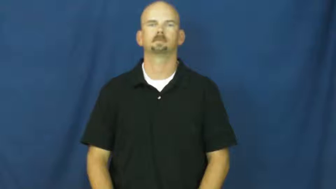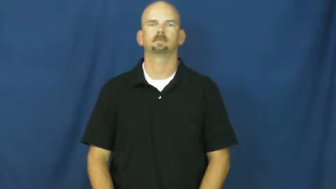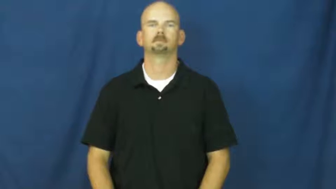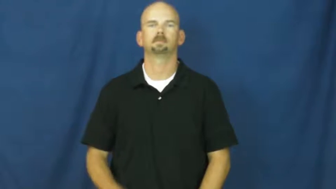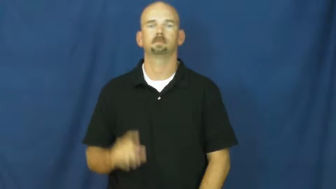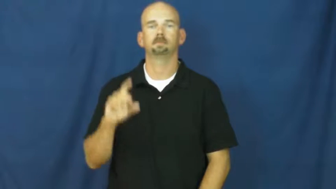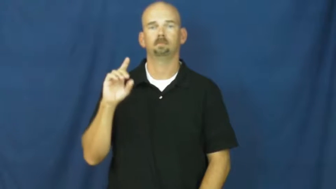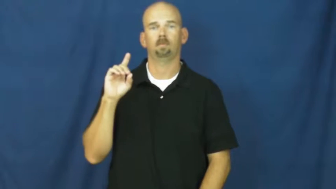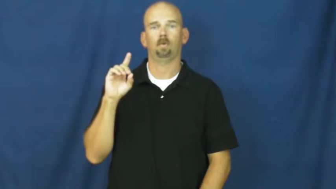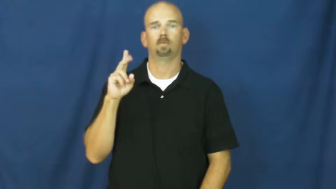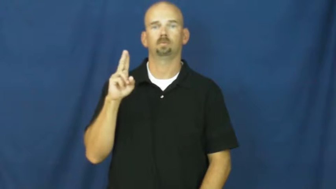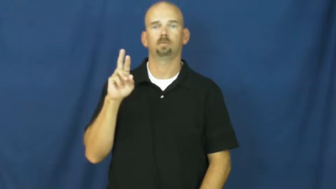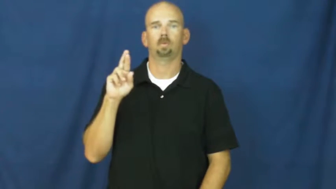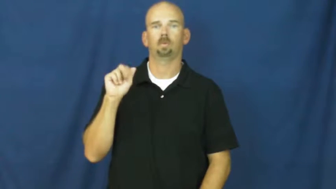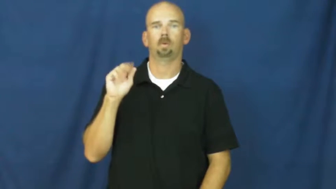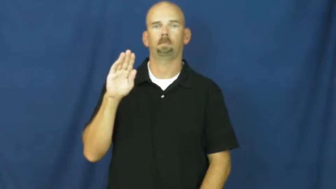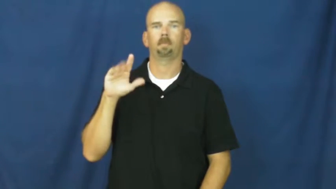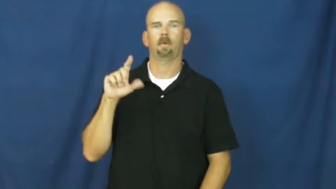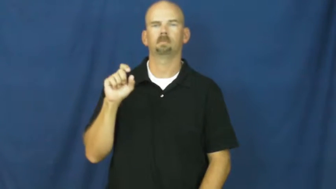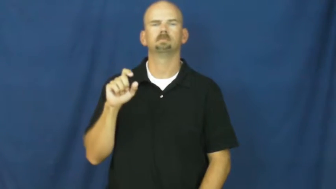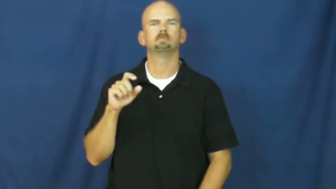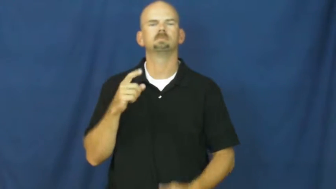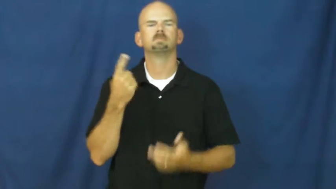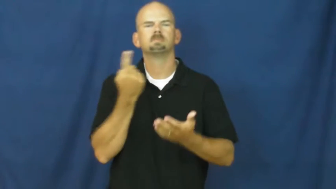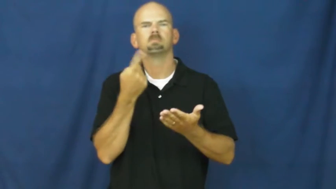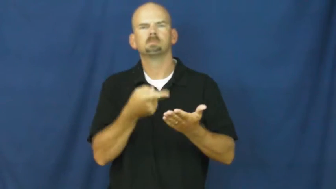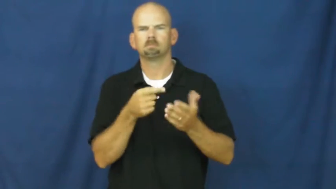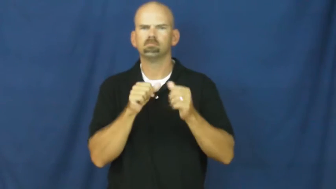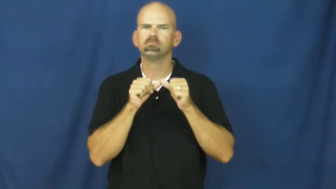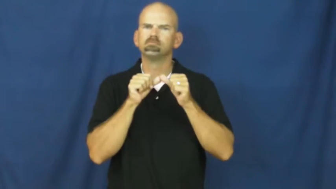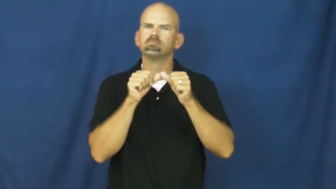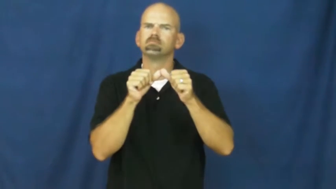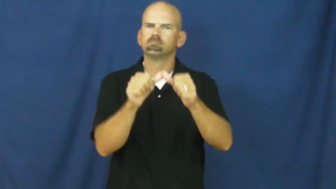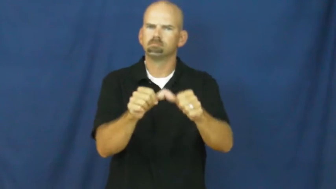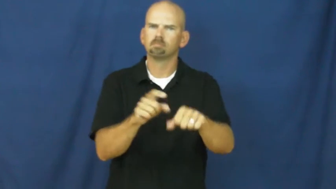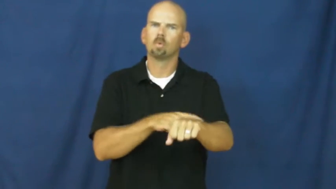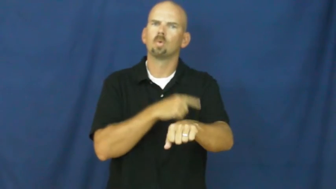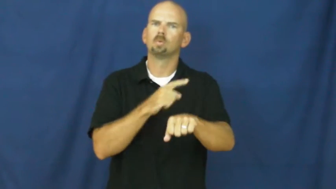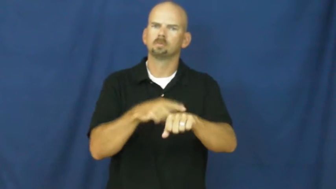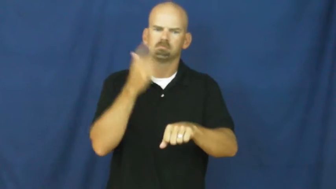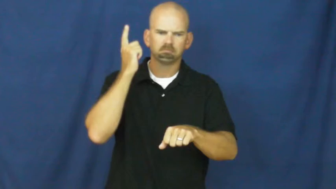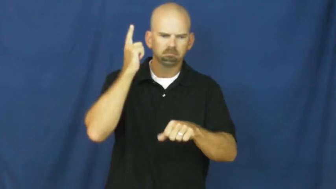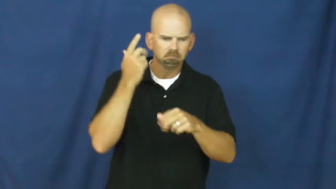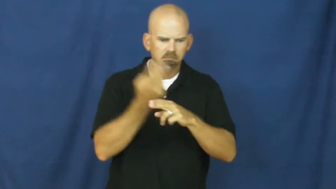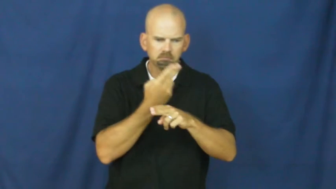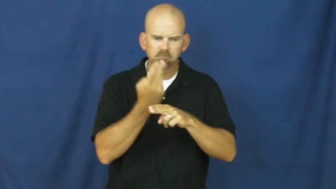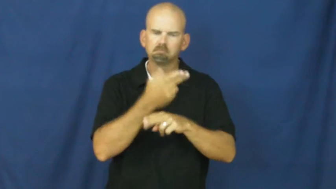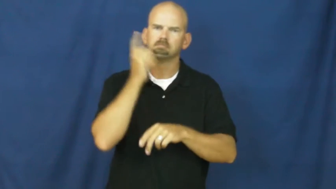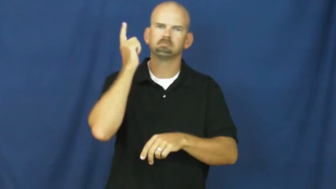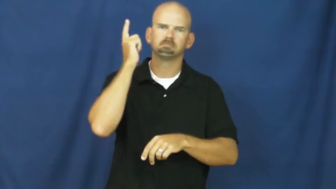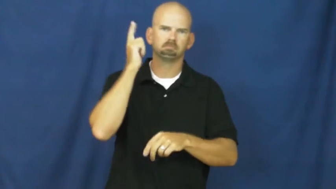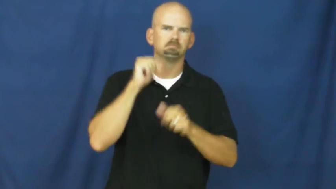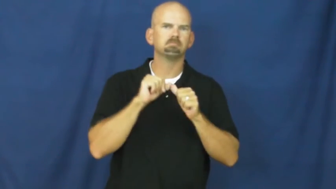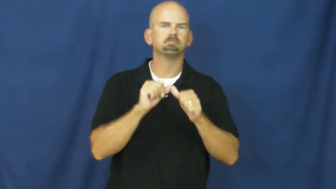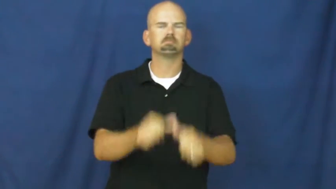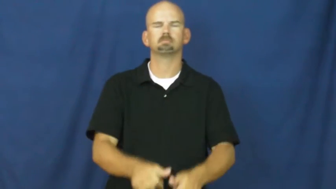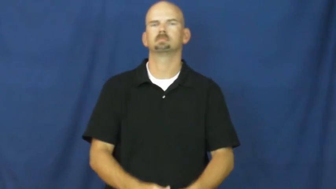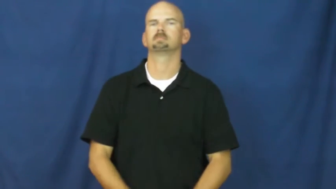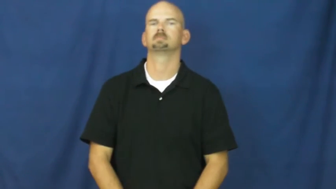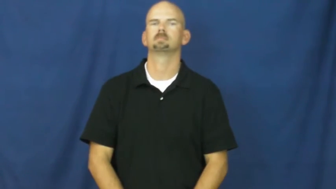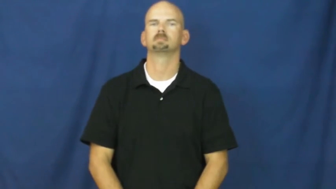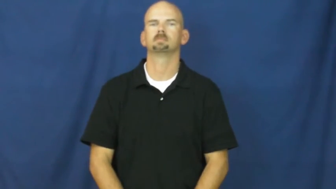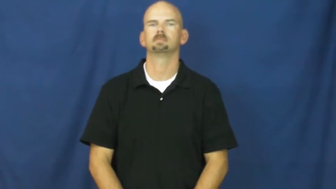durable